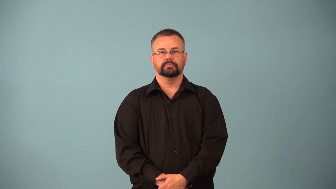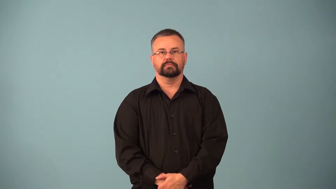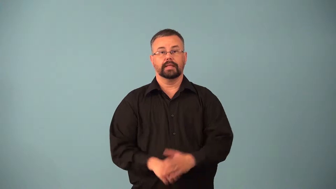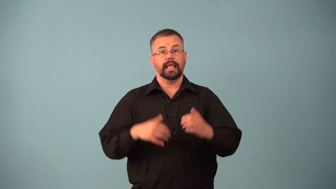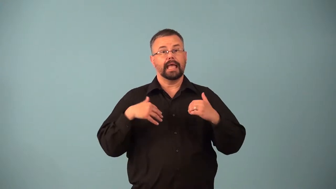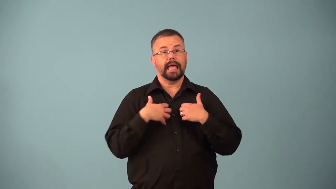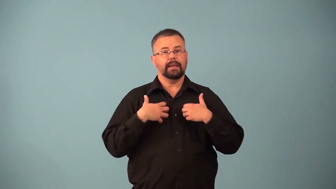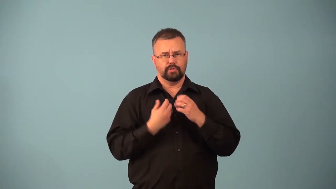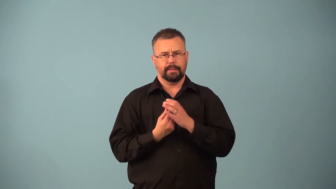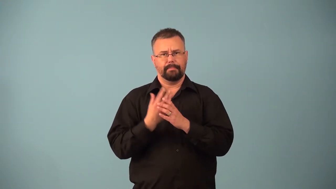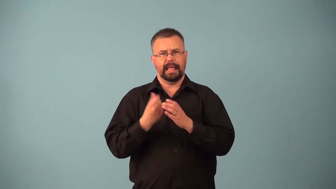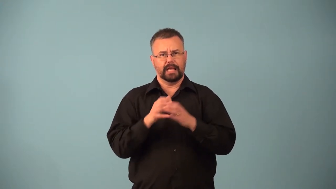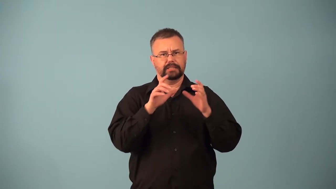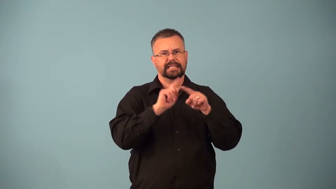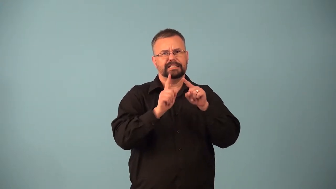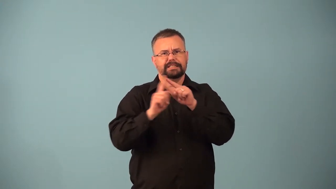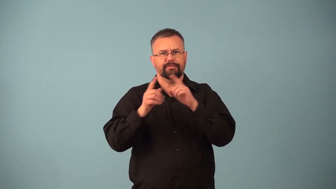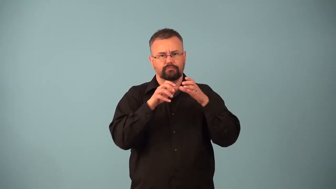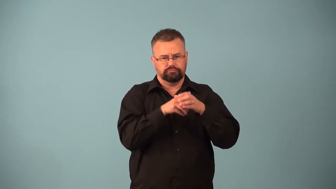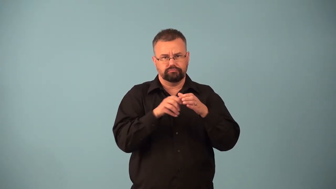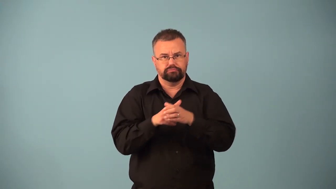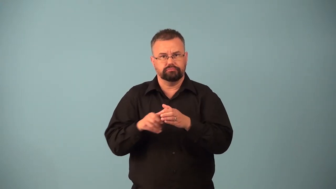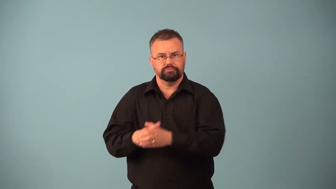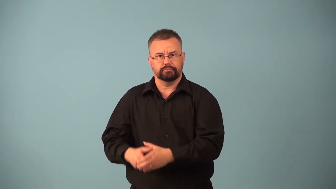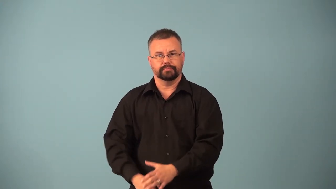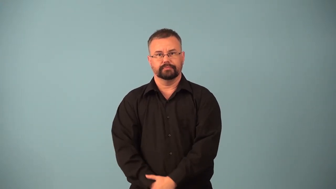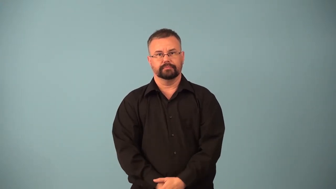phylum